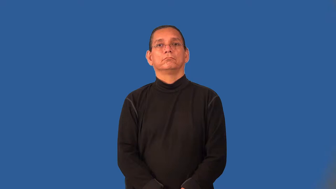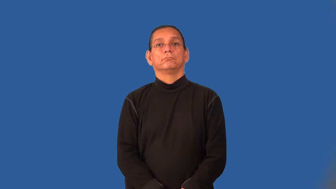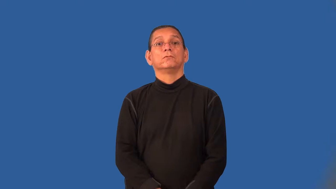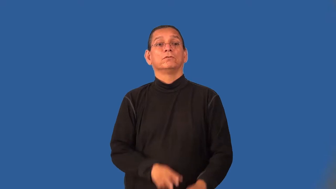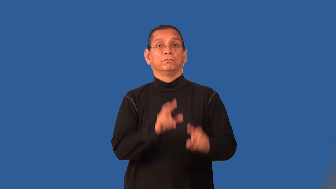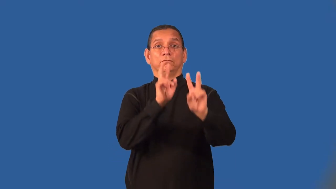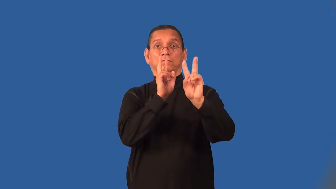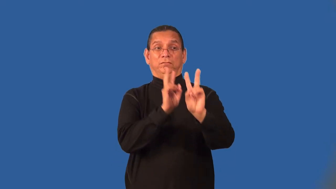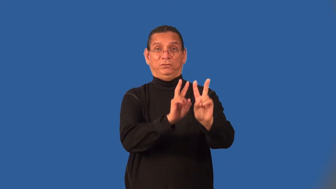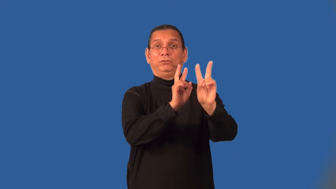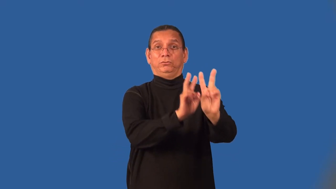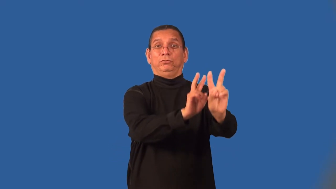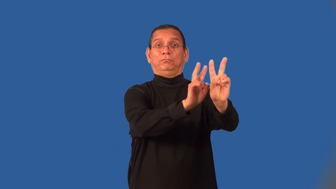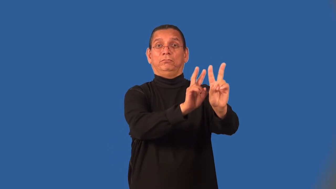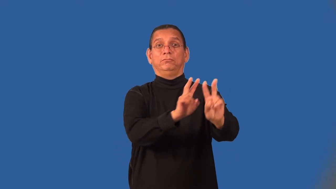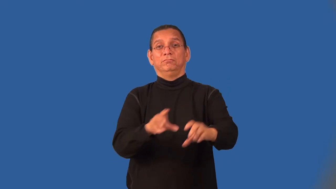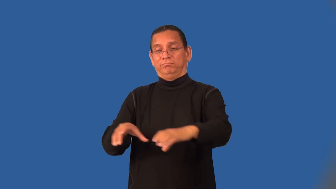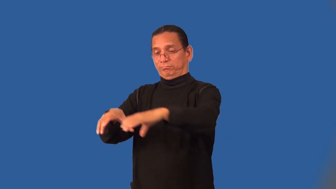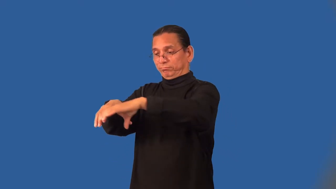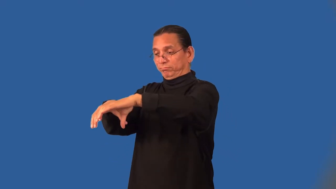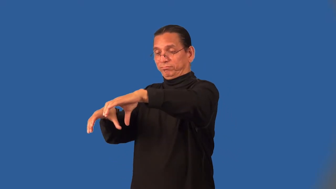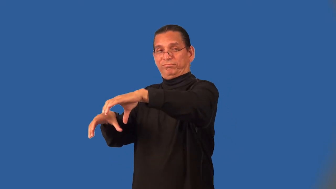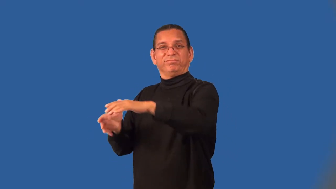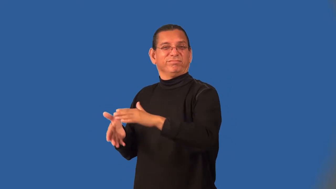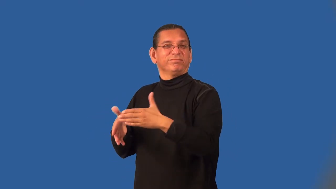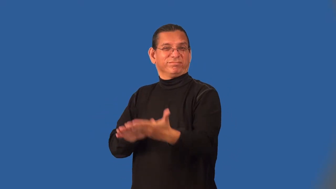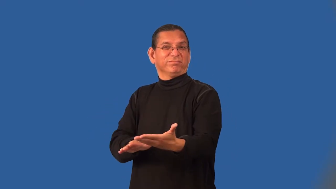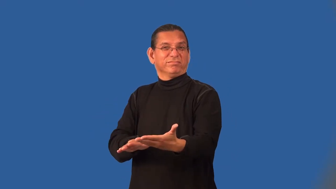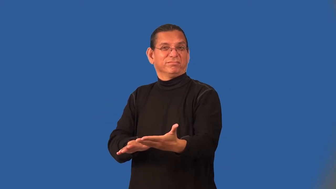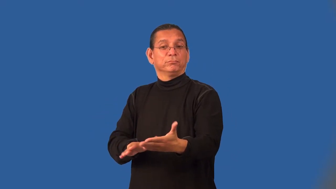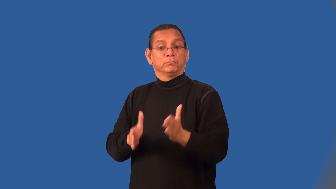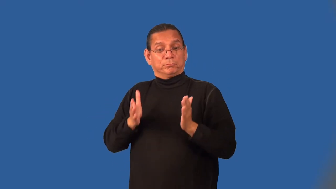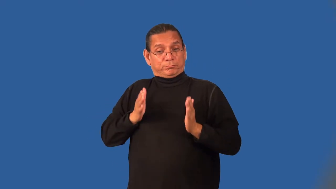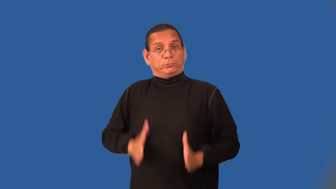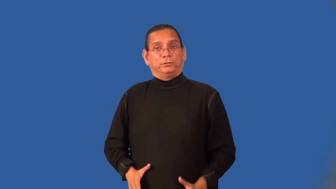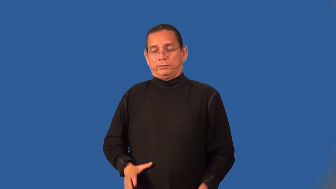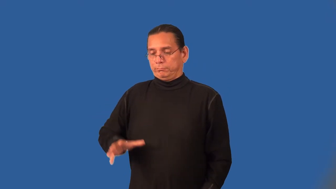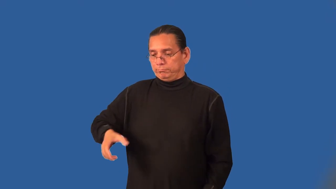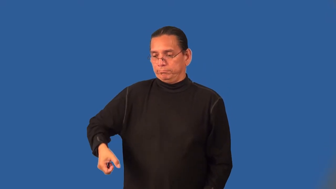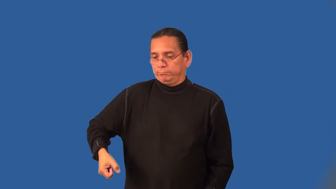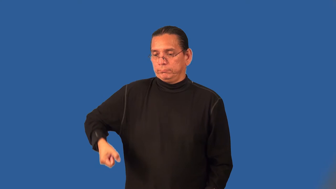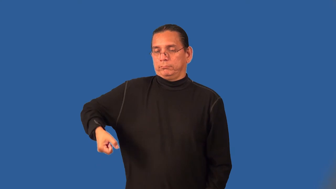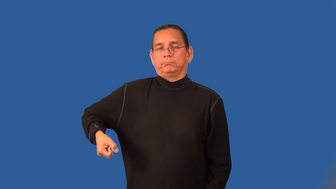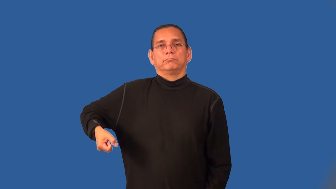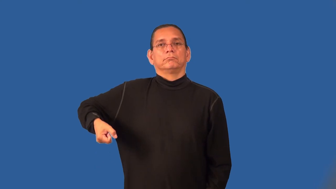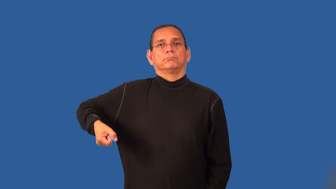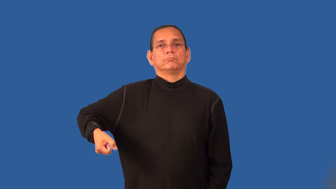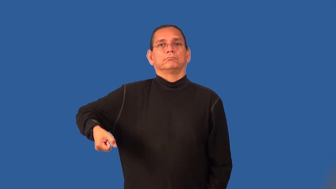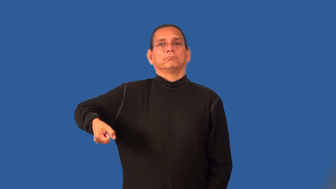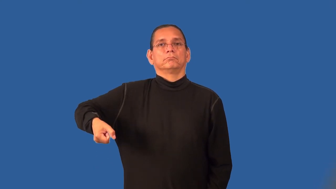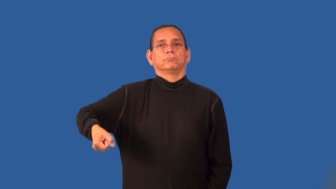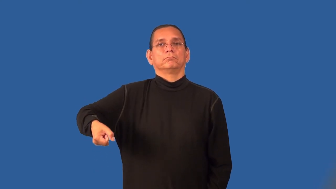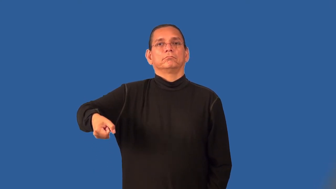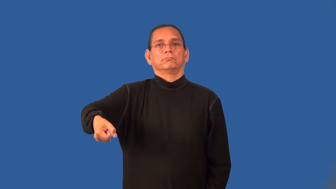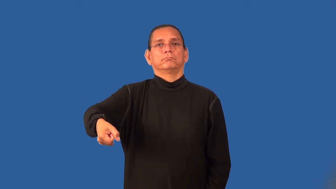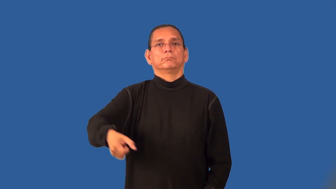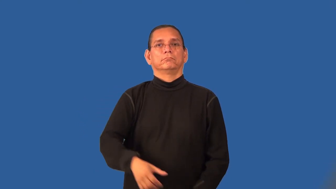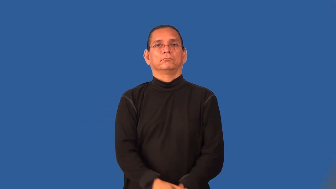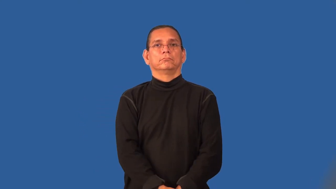pallbearer